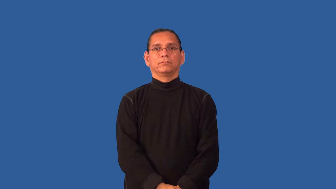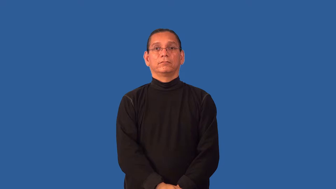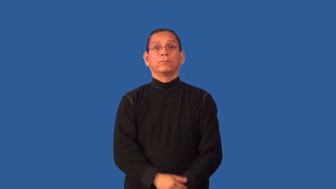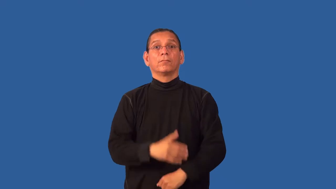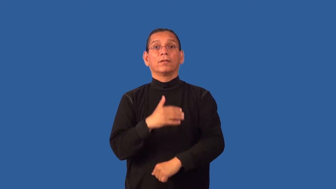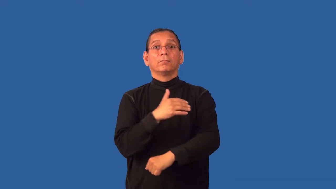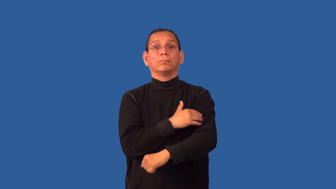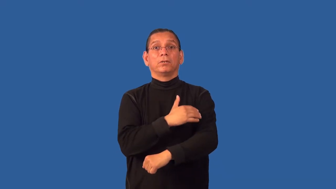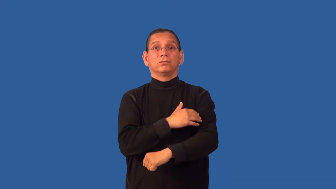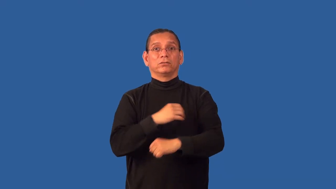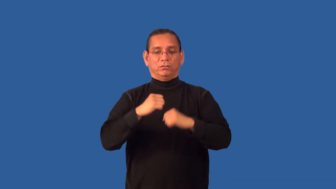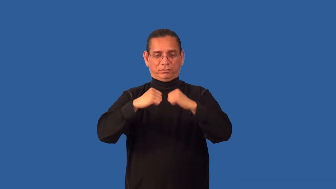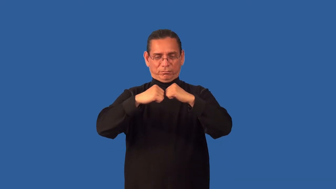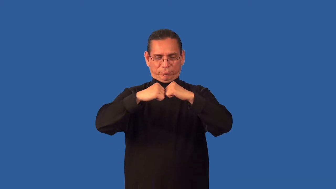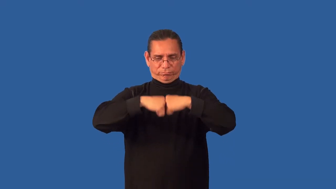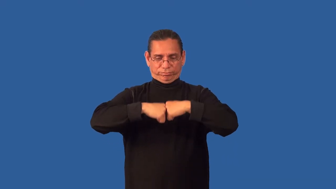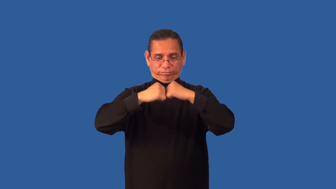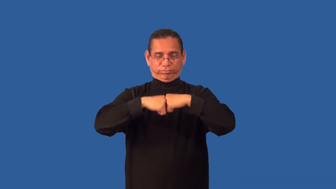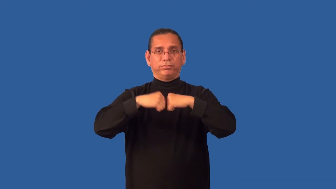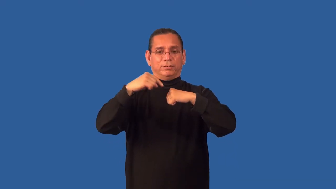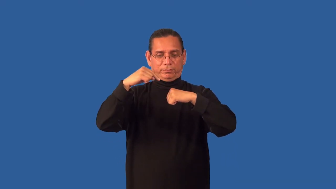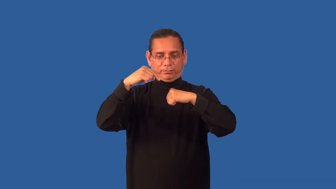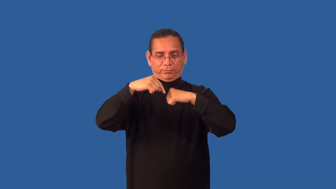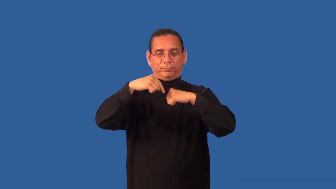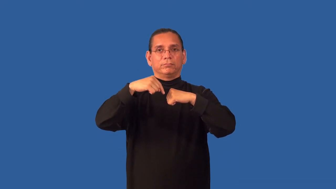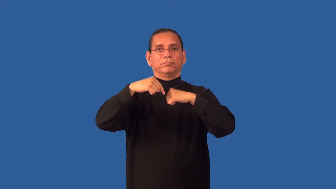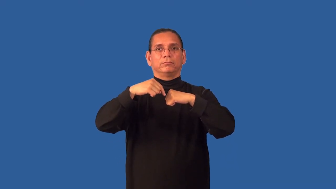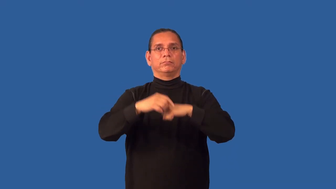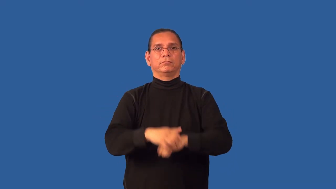gristle